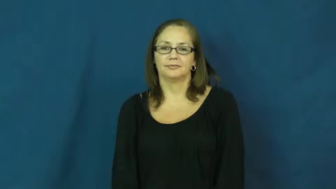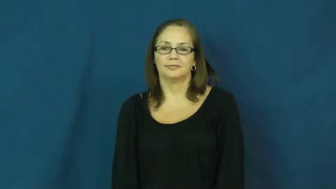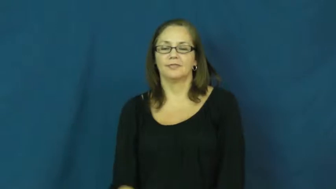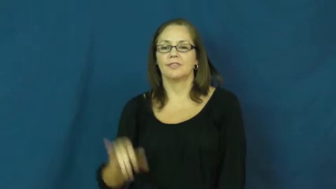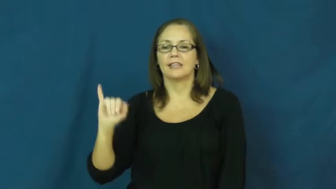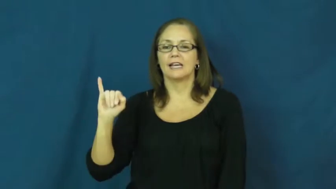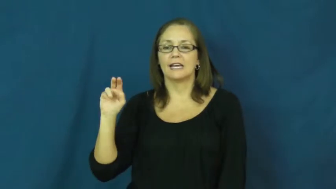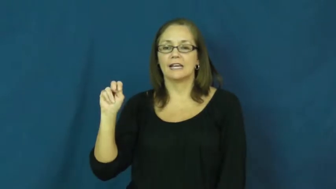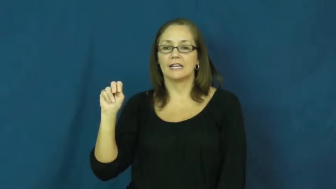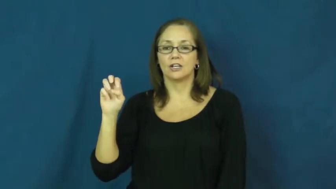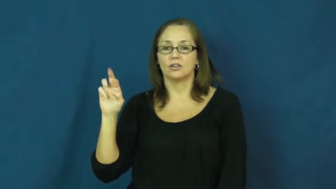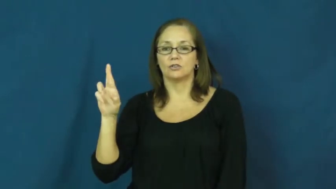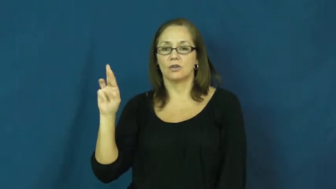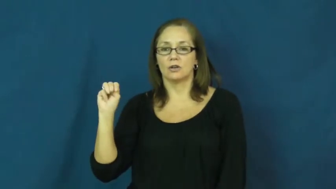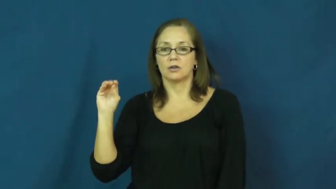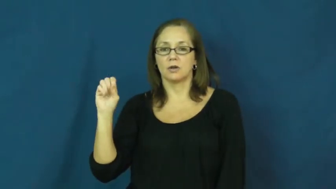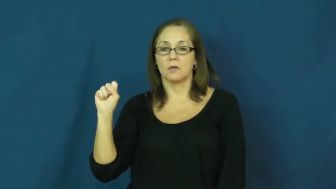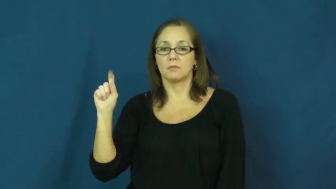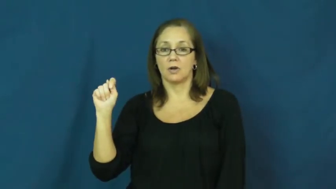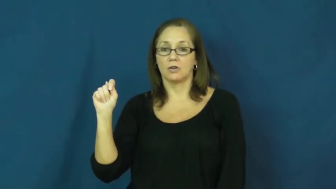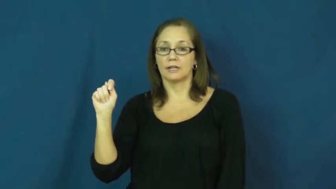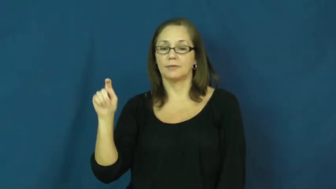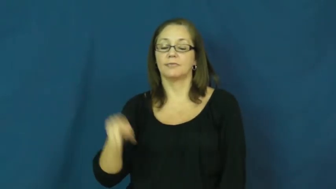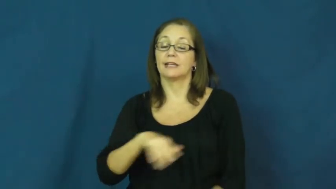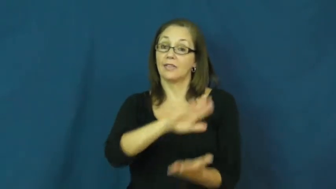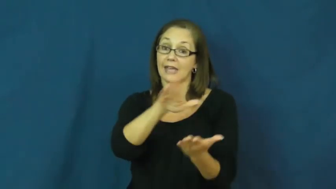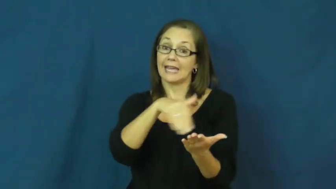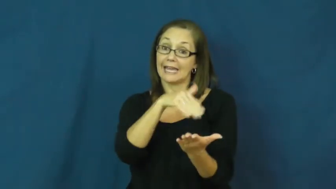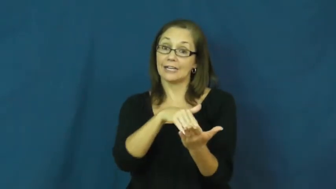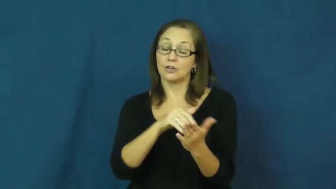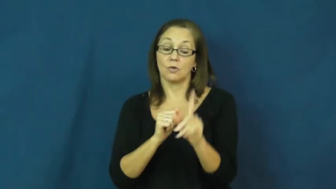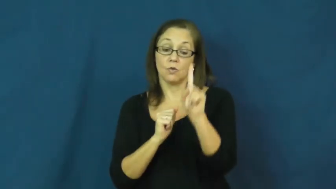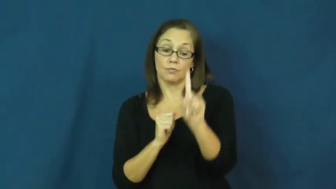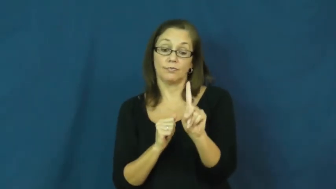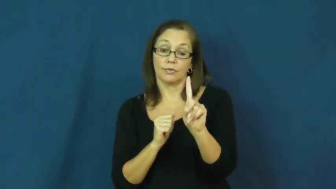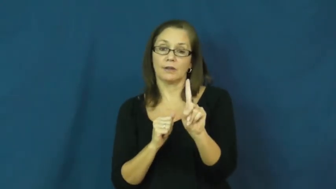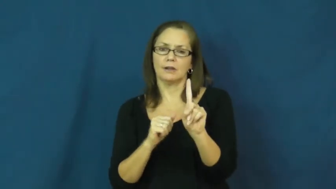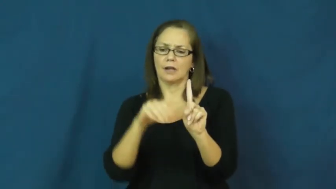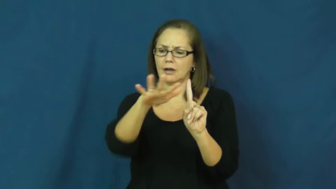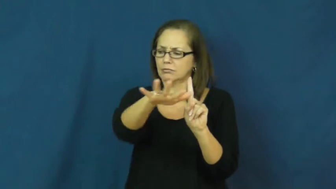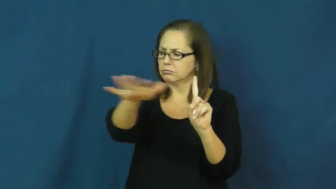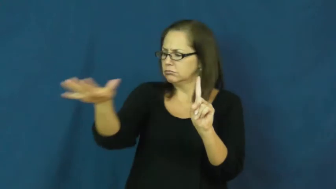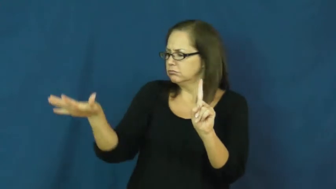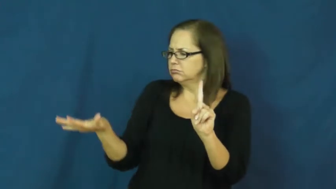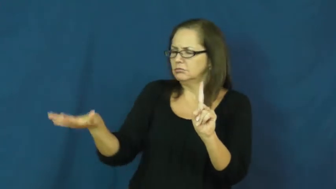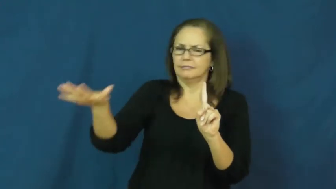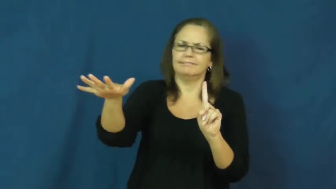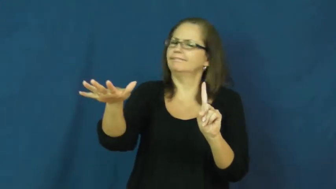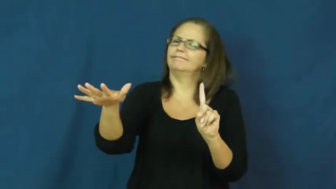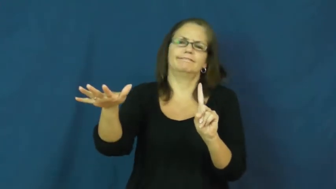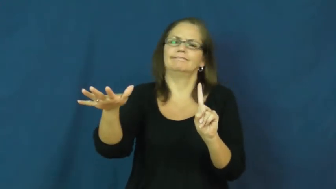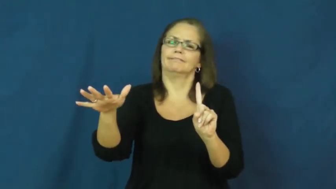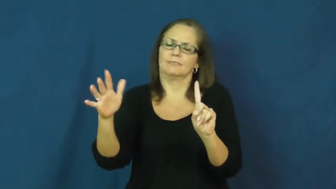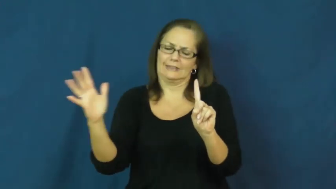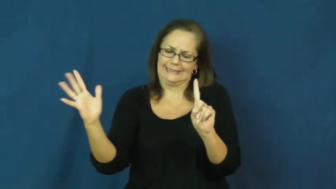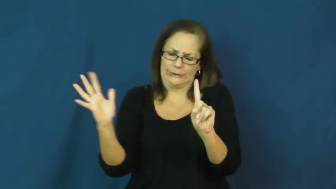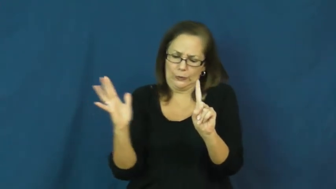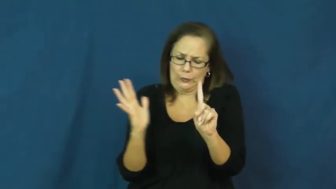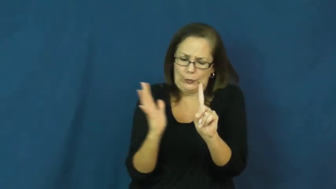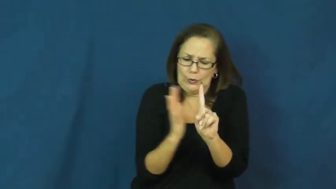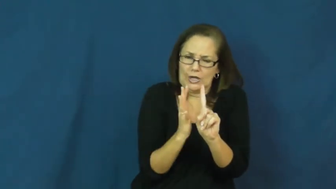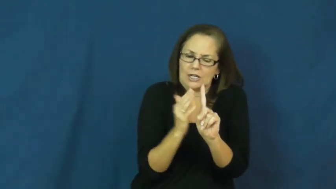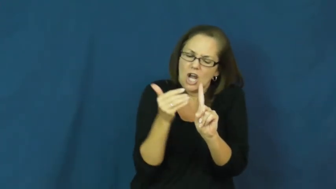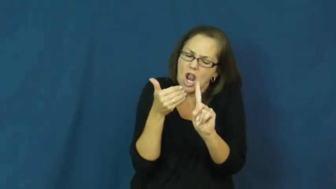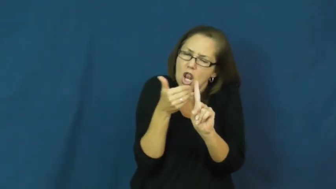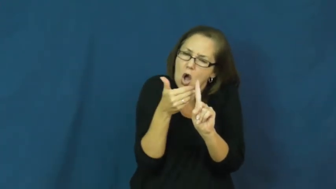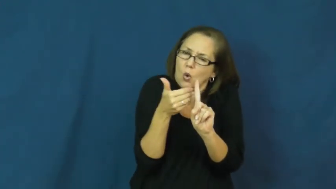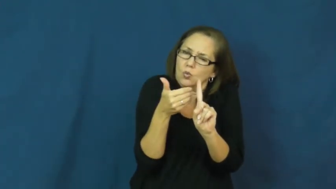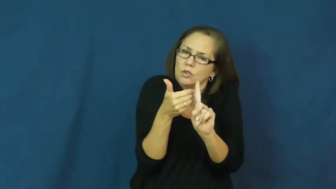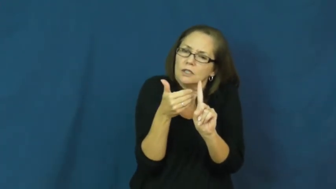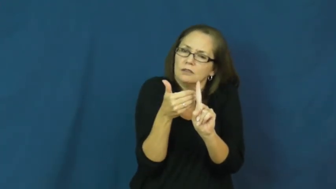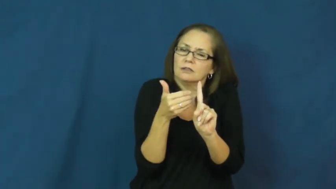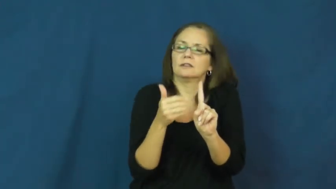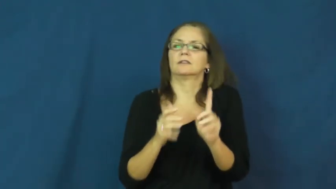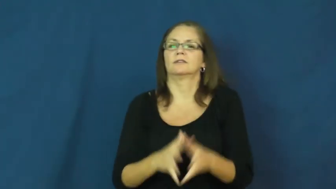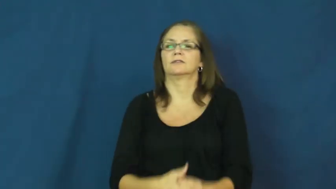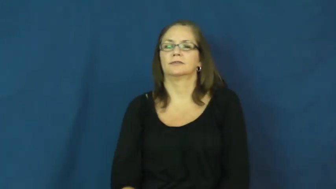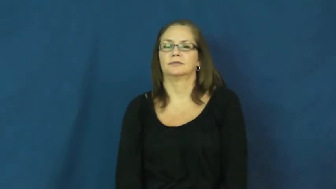innermost-center